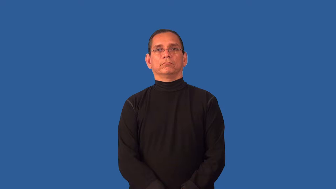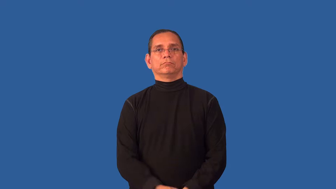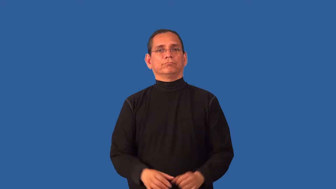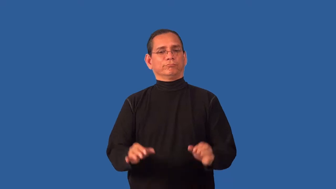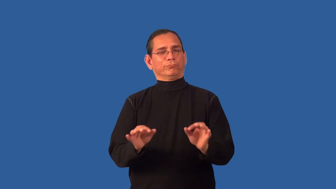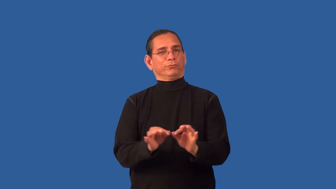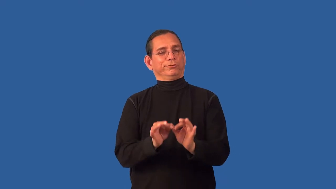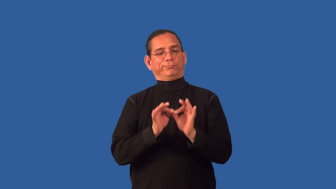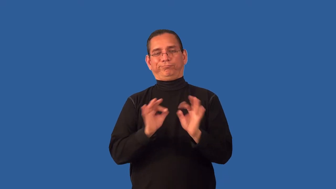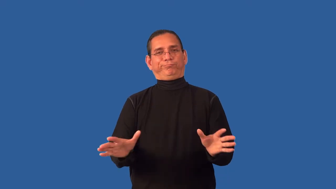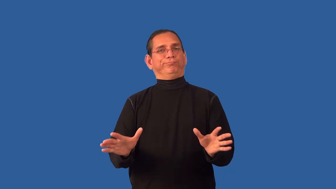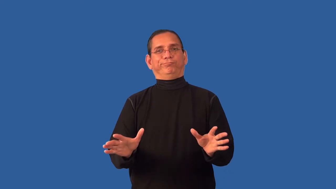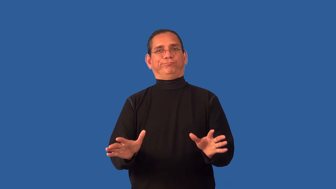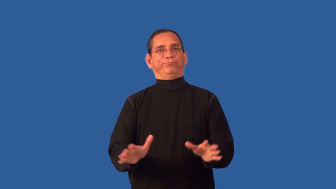useless